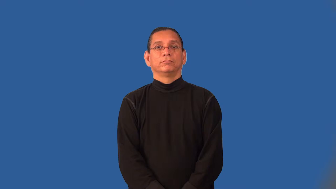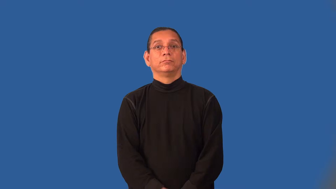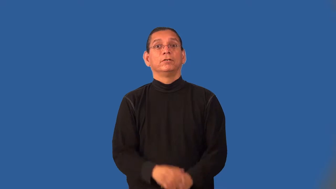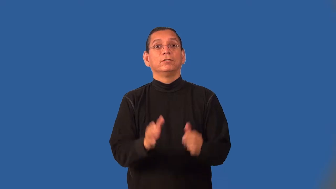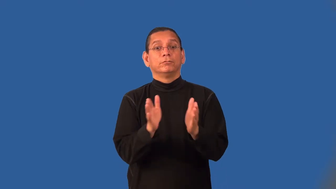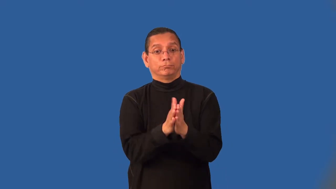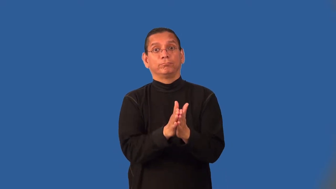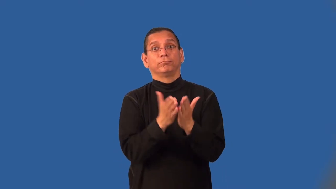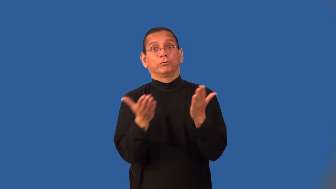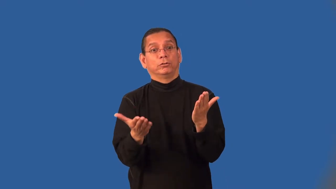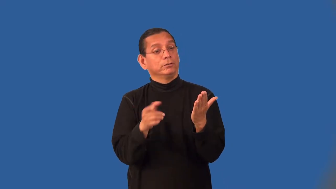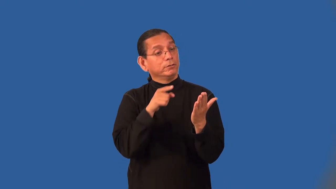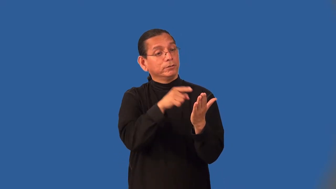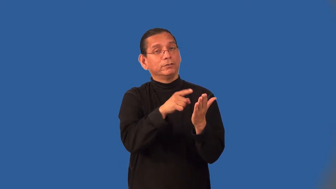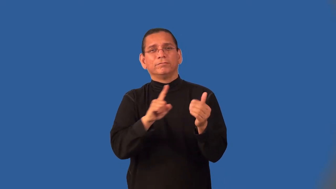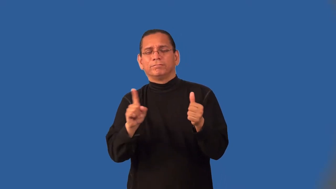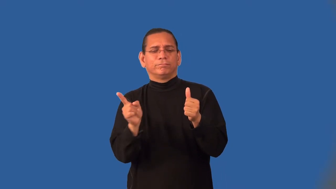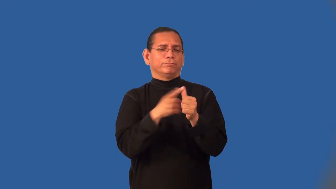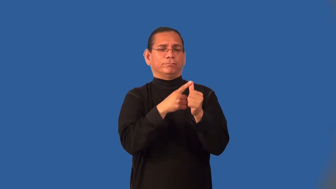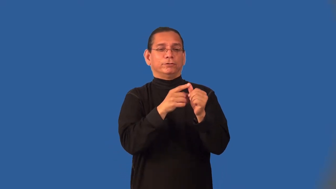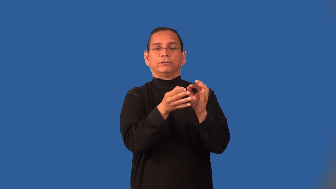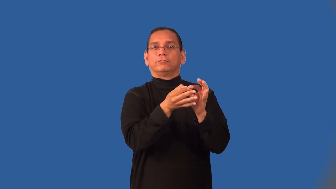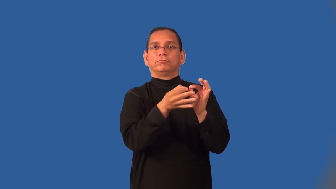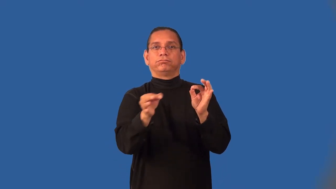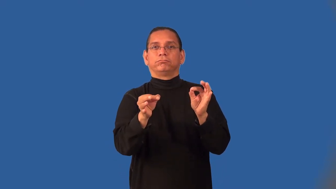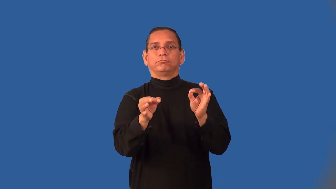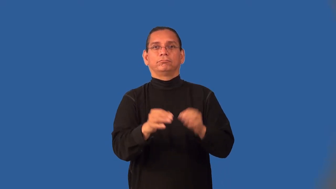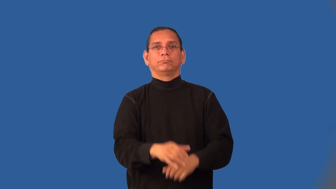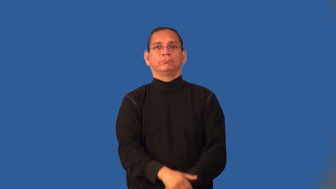incipit